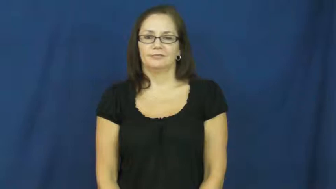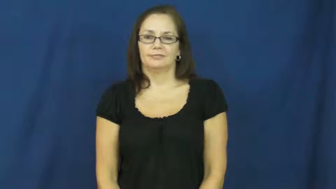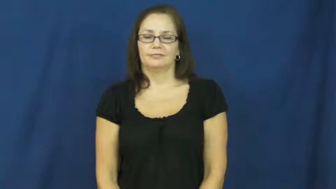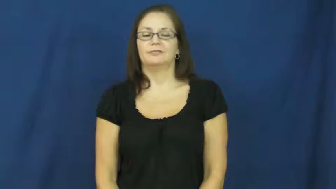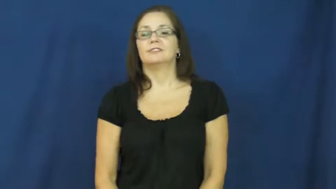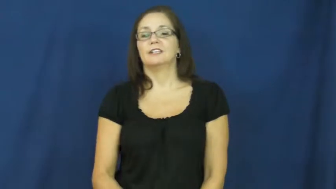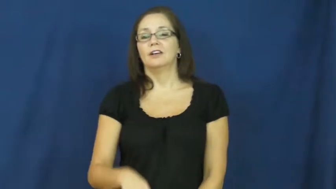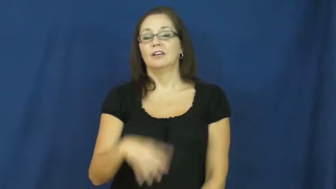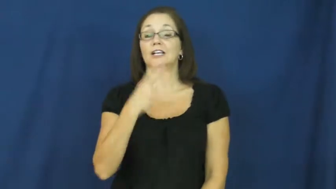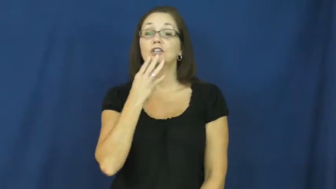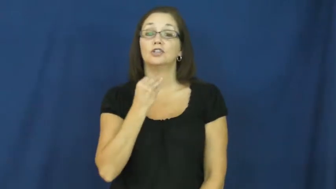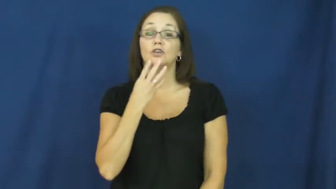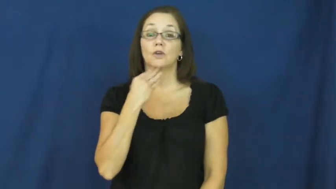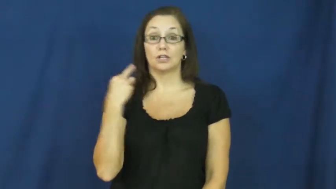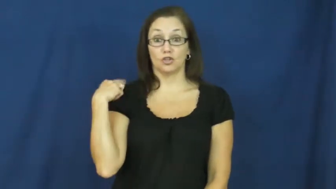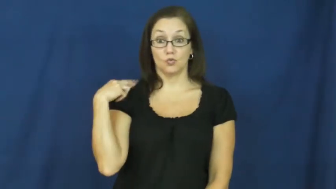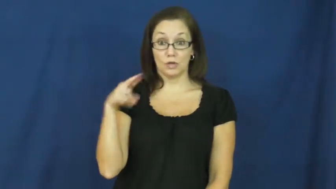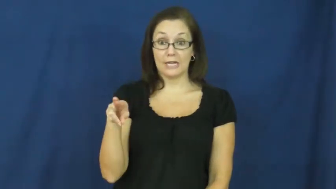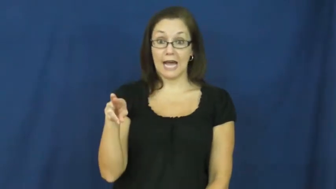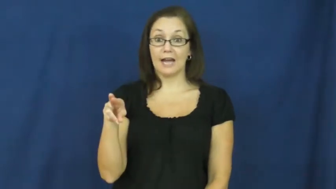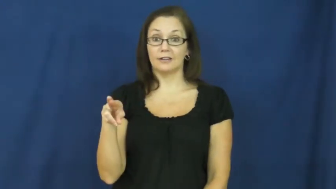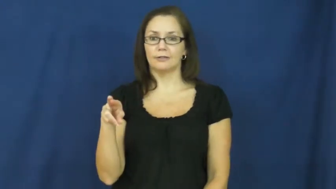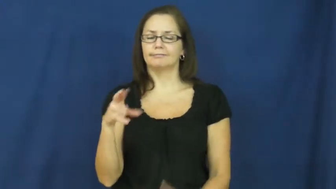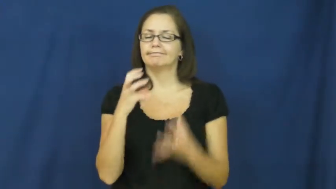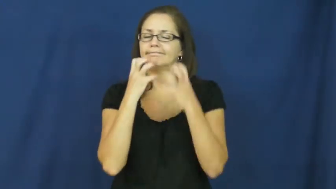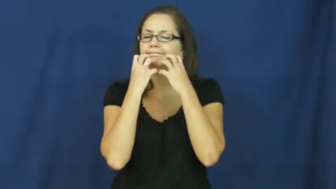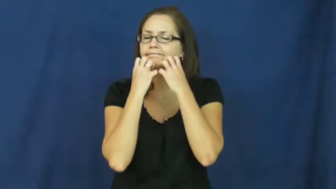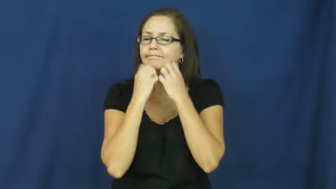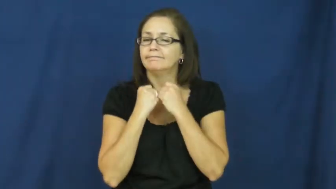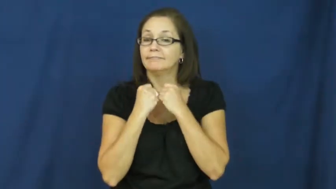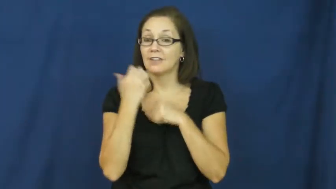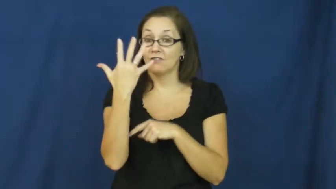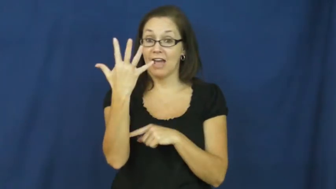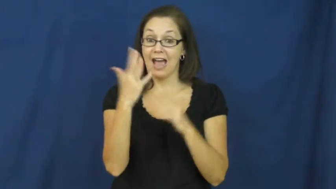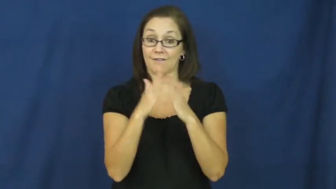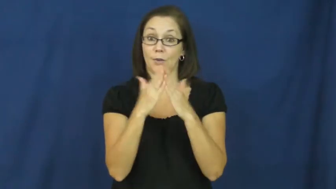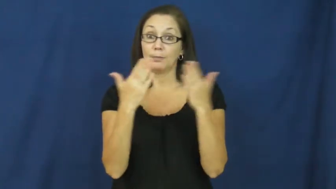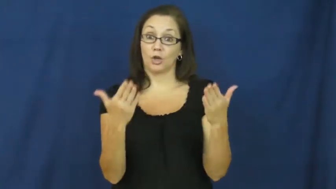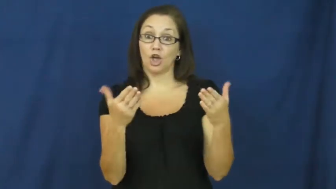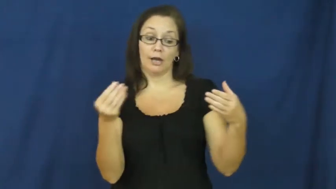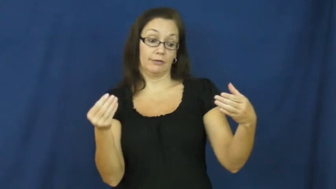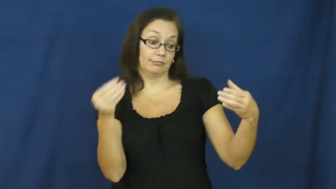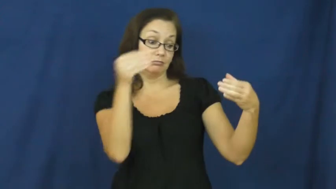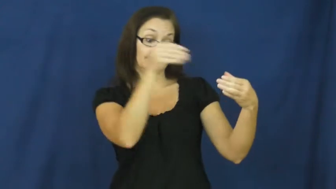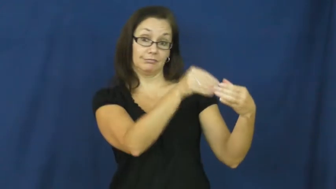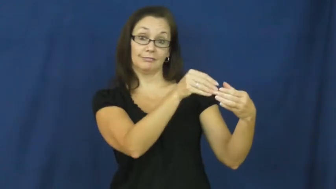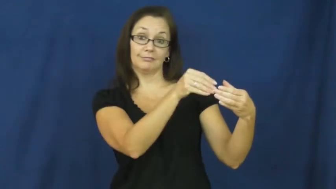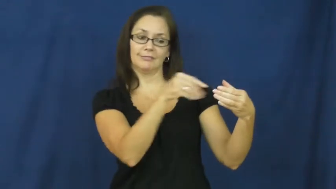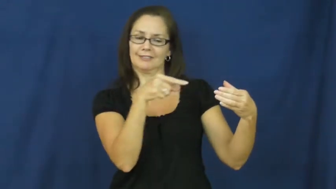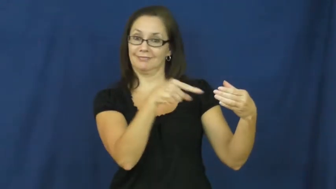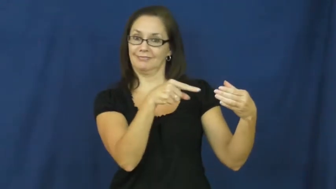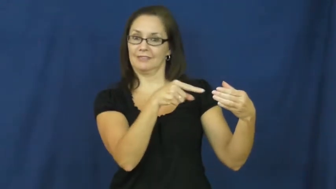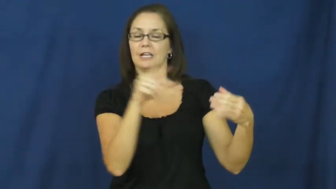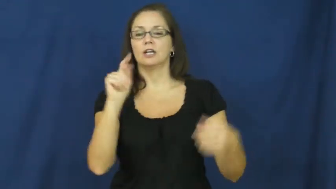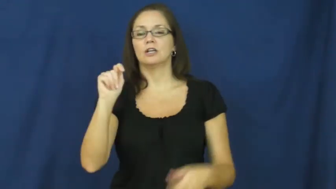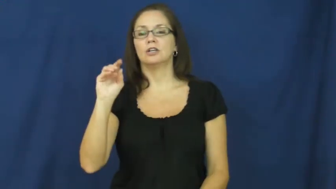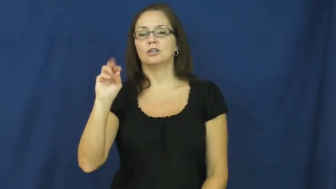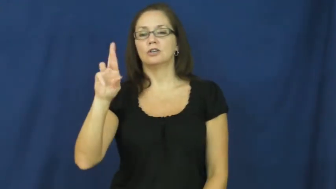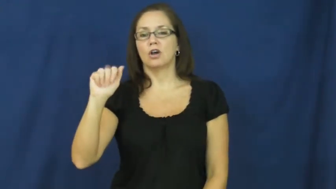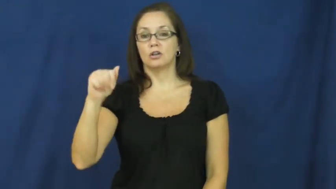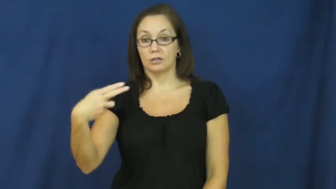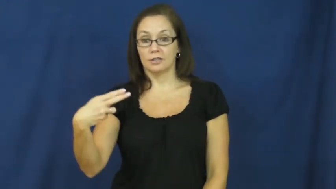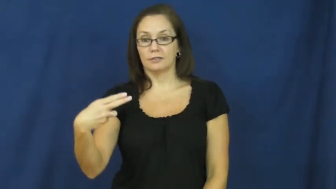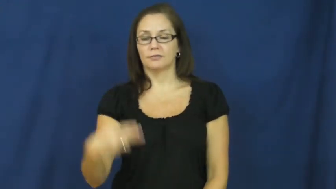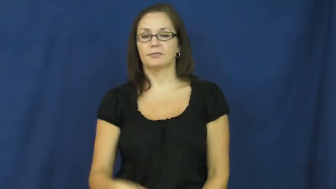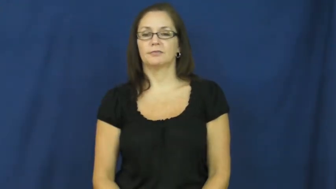torah